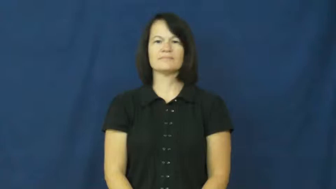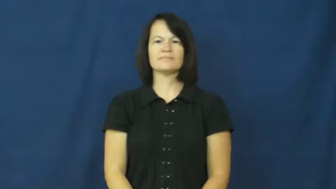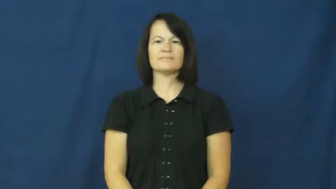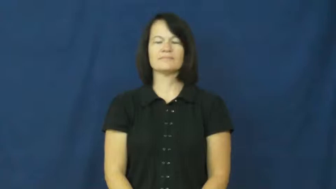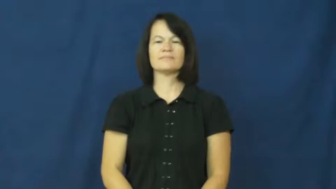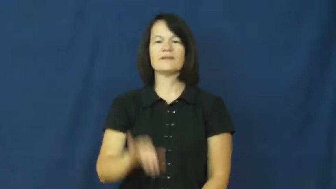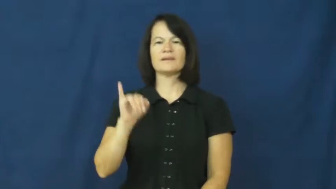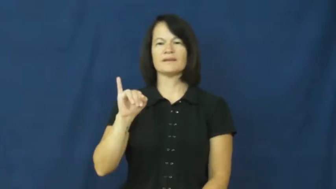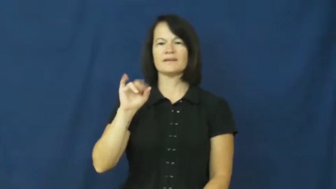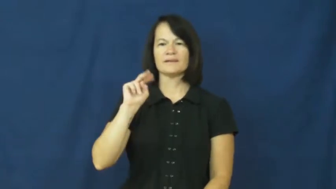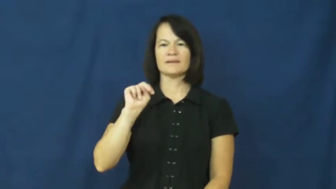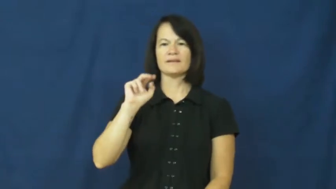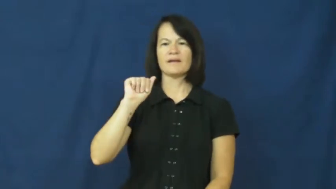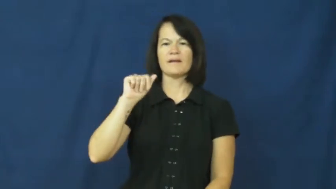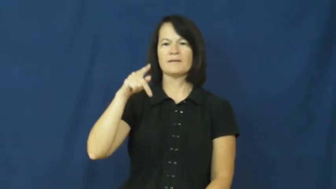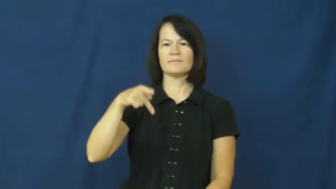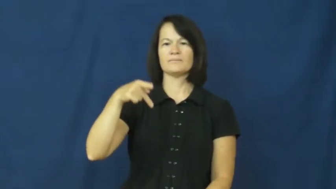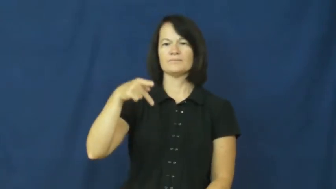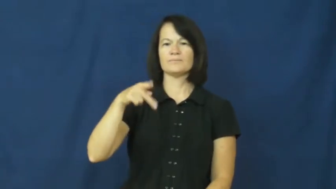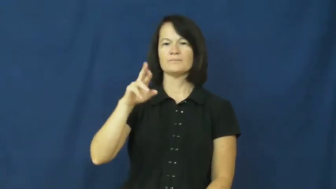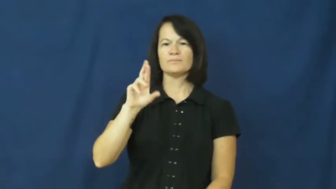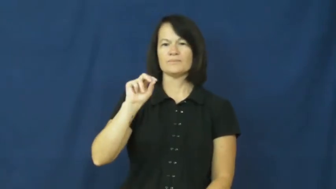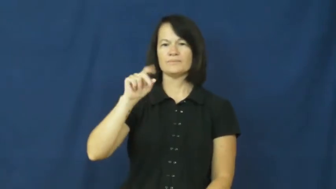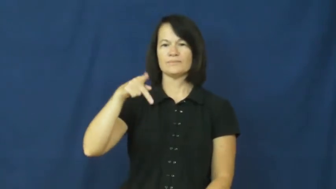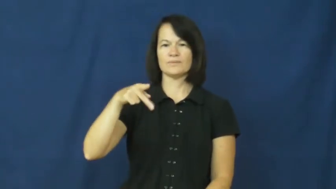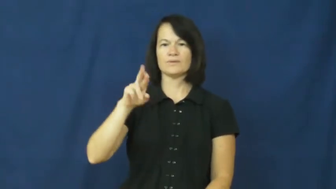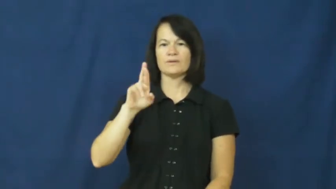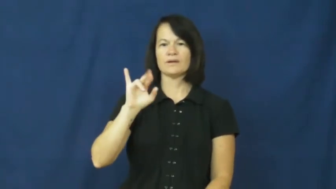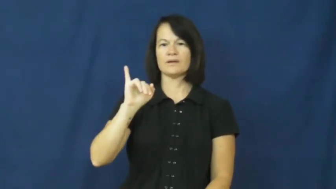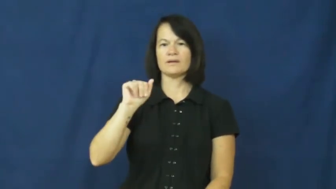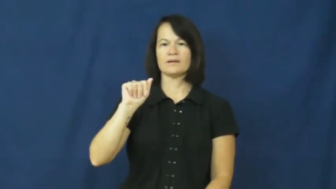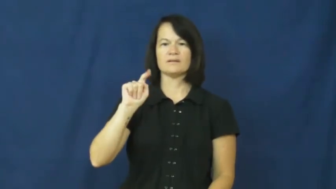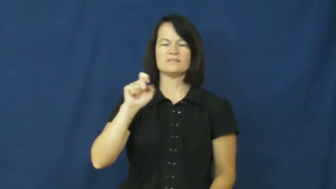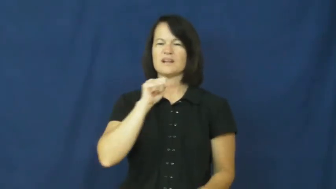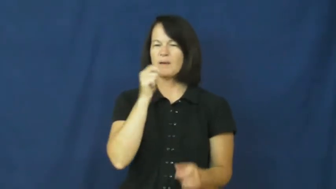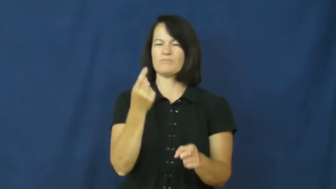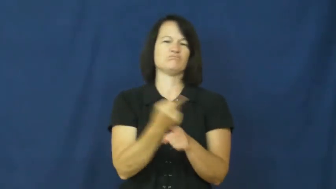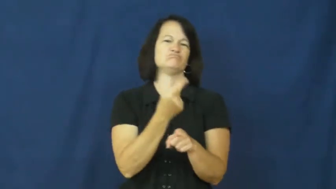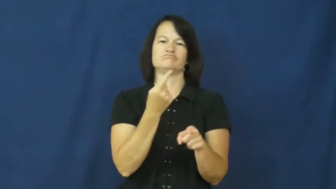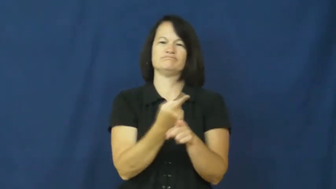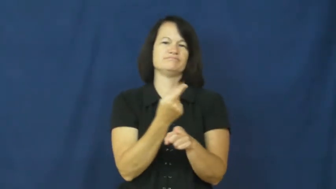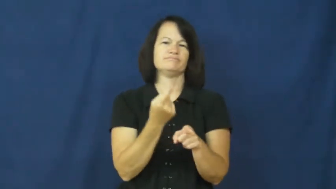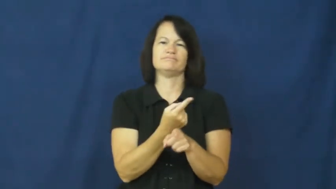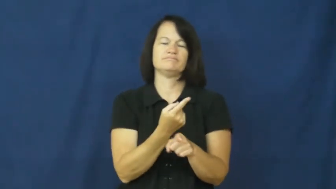inappropriate